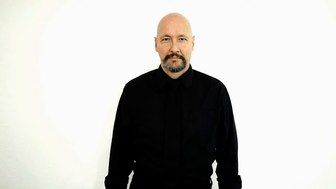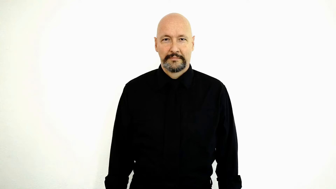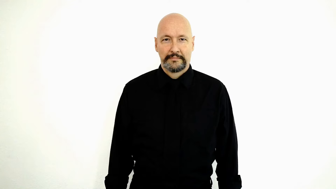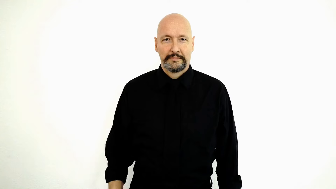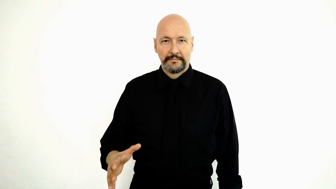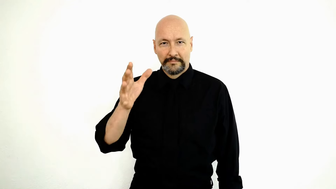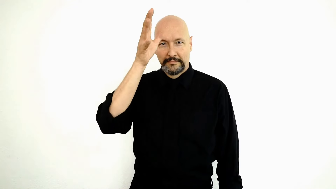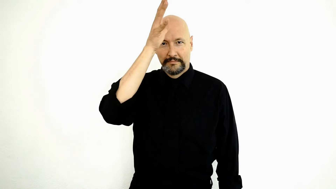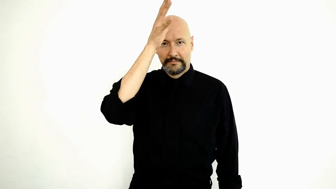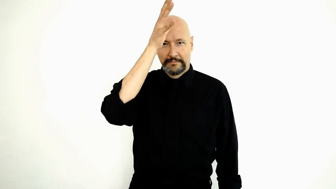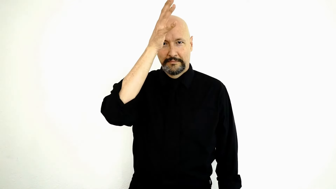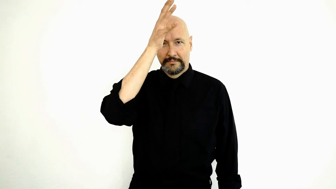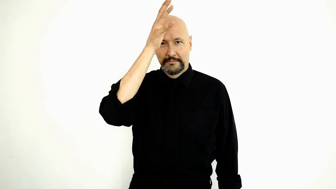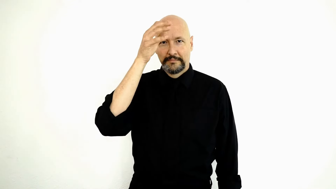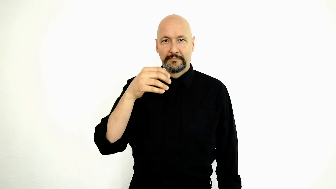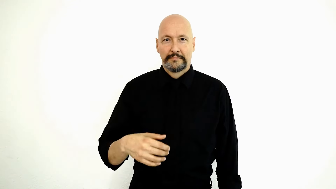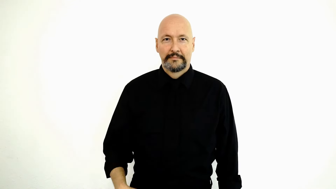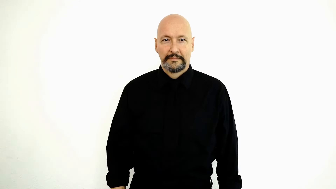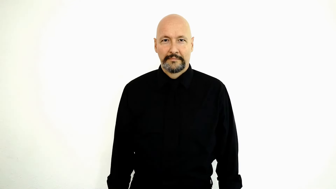DAD